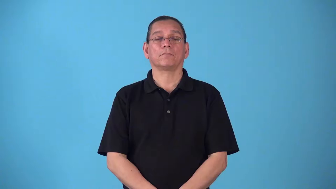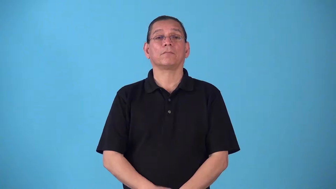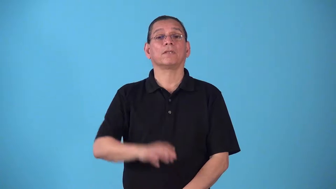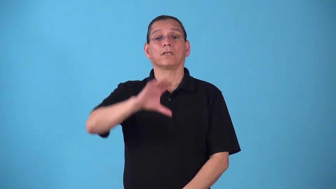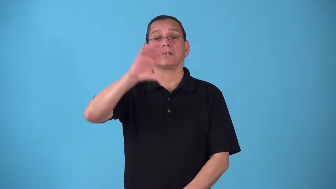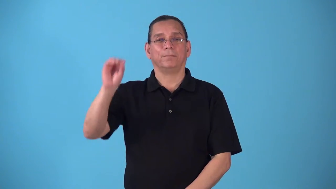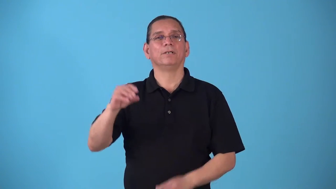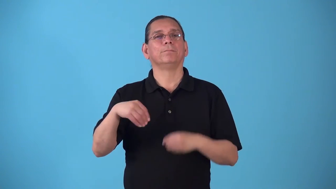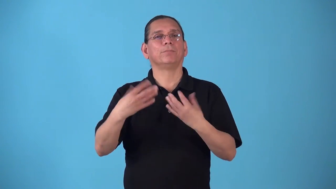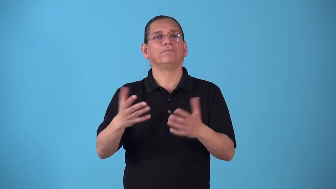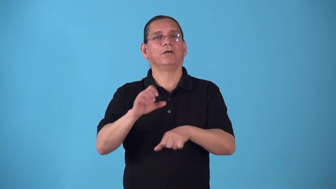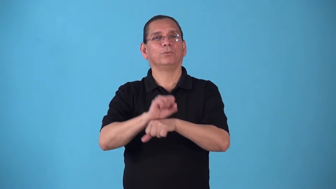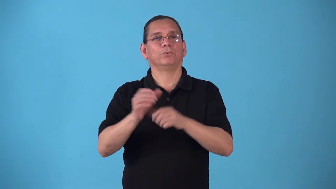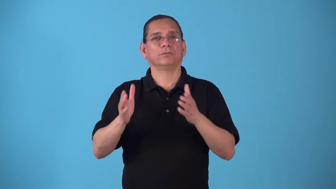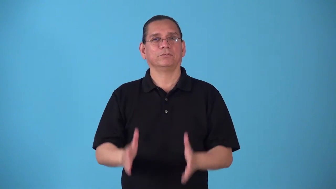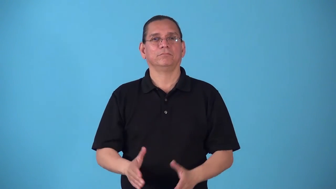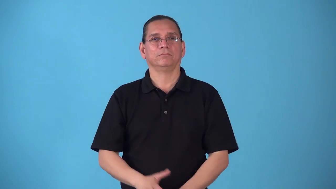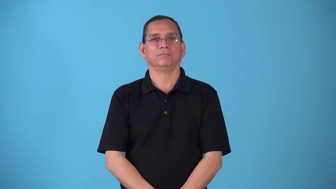staff-provide workers for a company